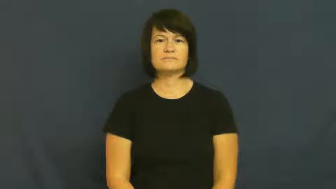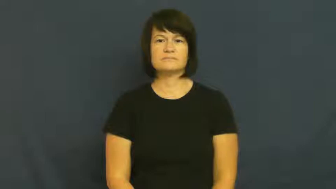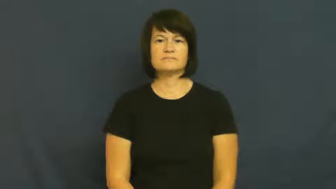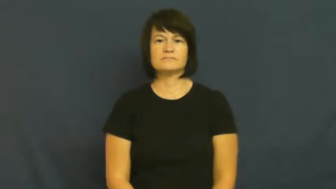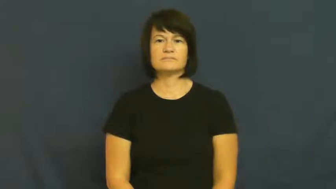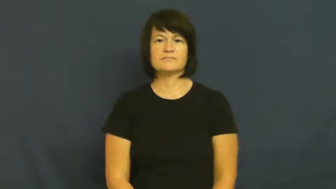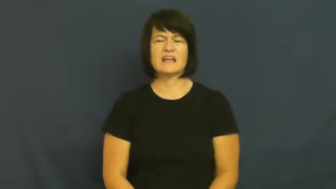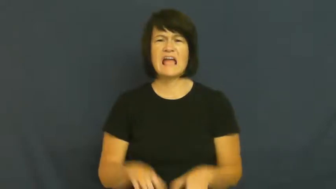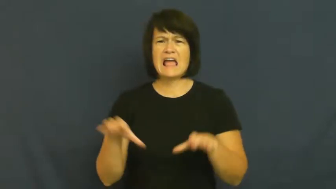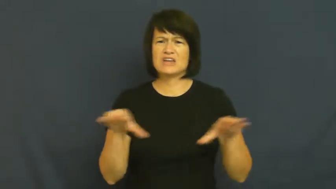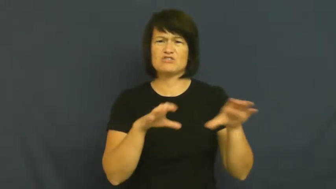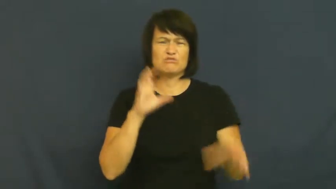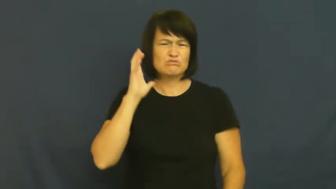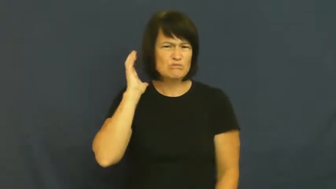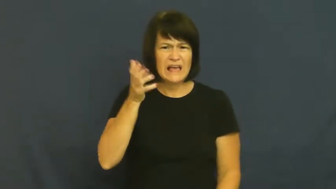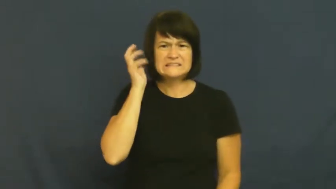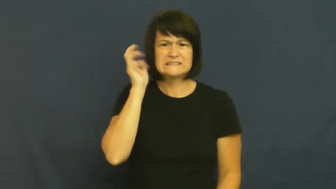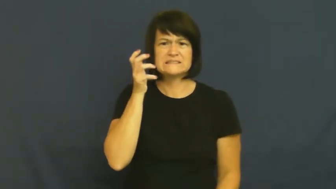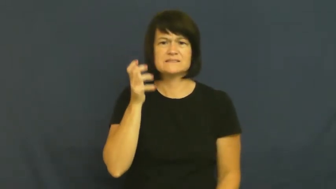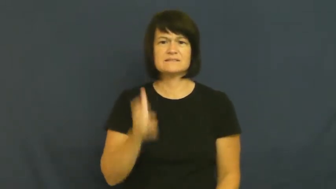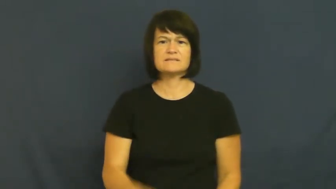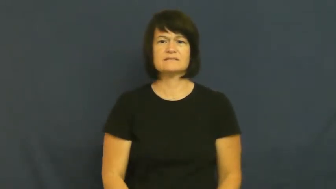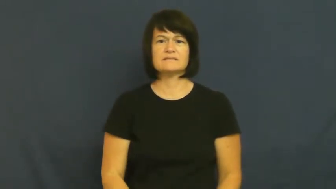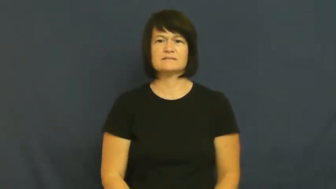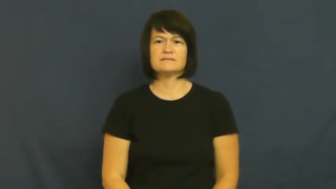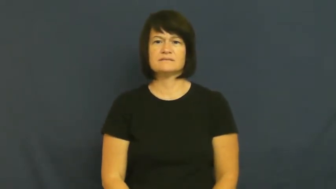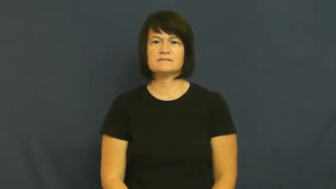rave-act crazy